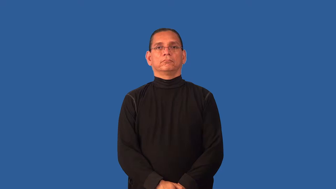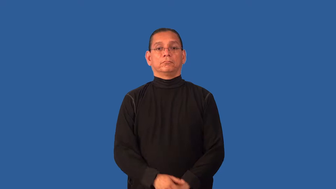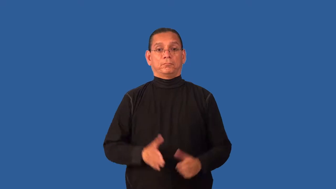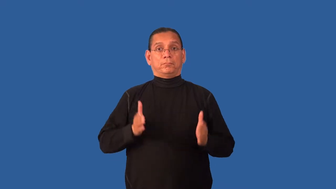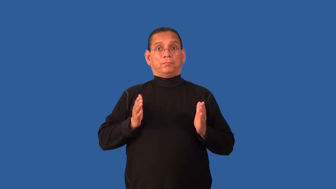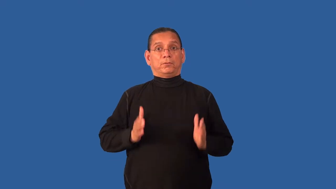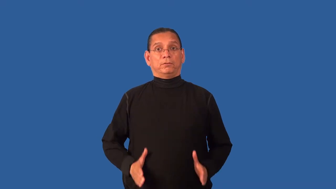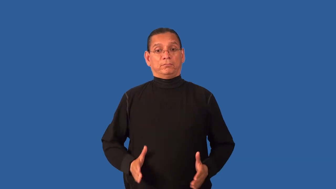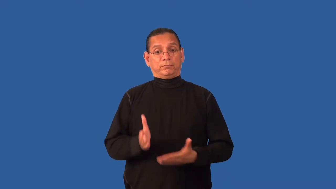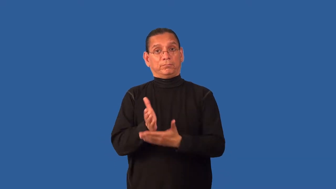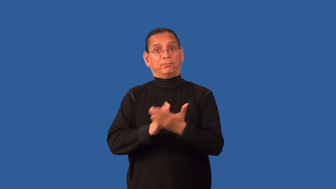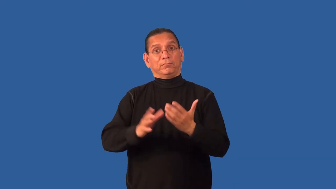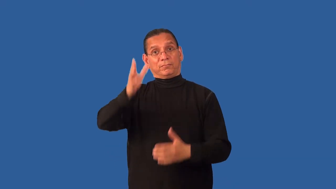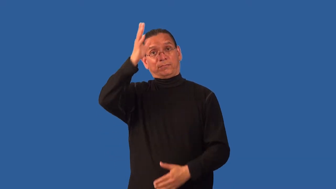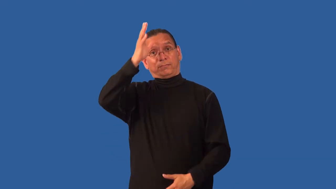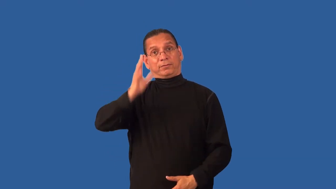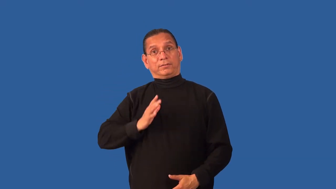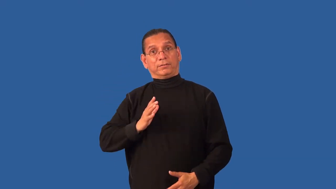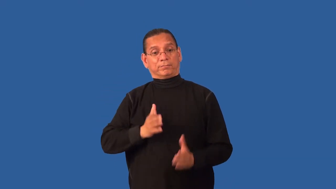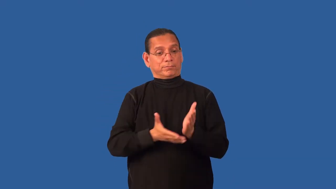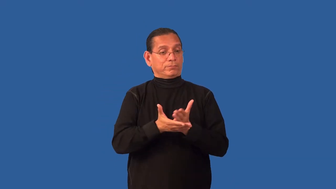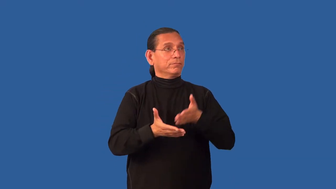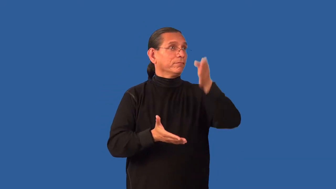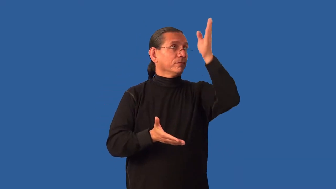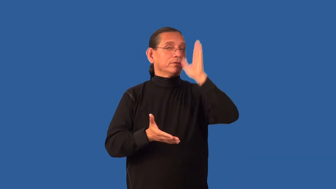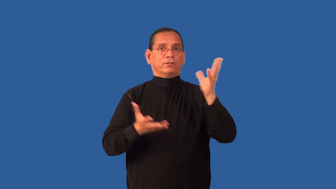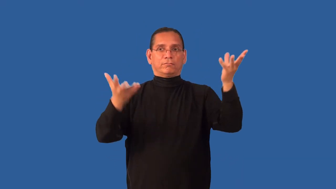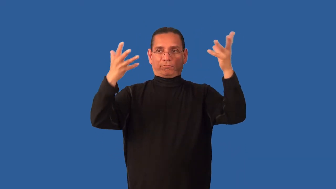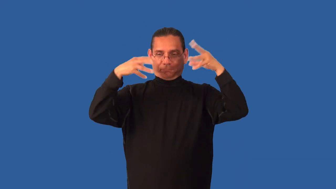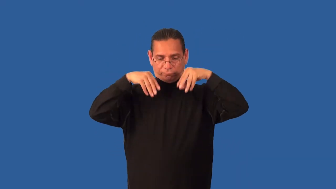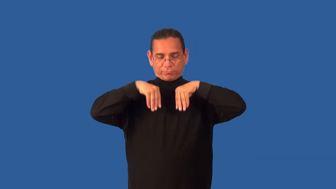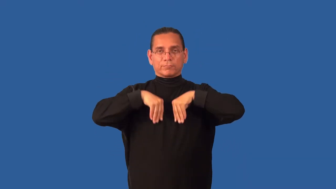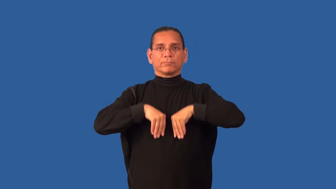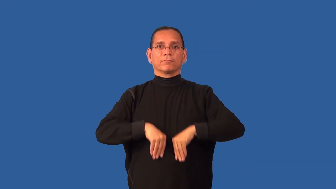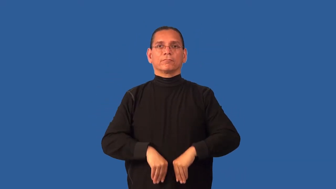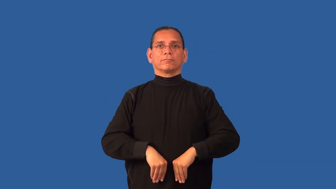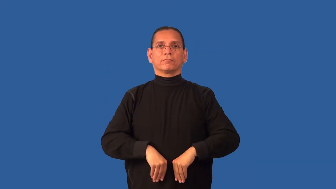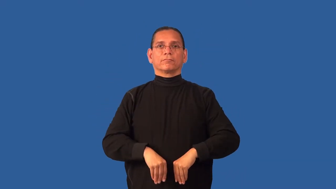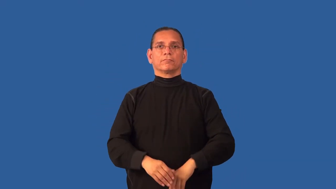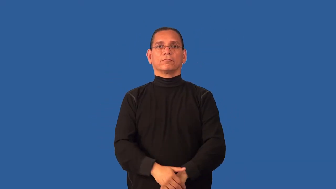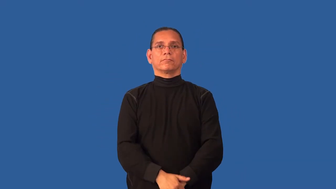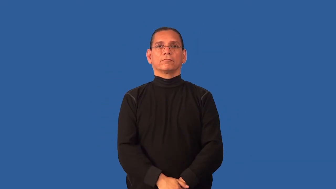demigod